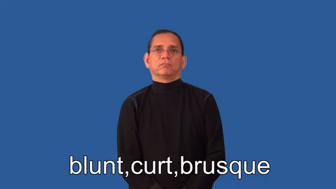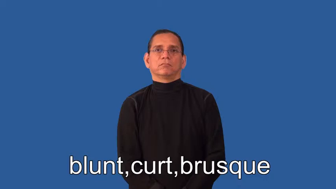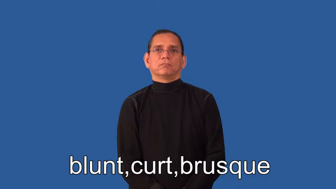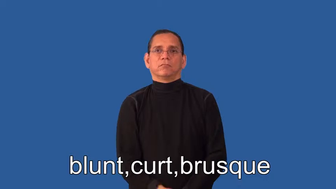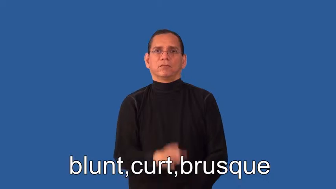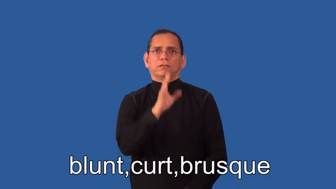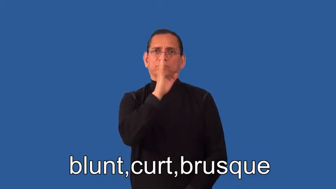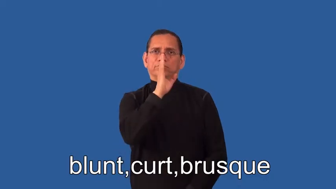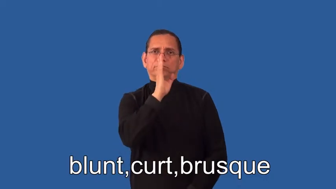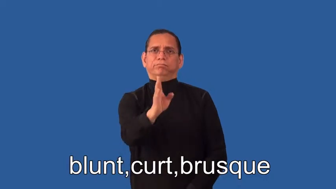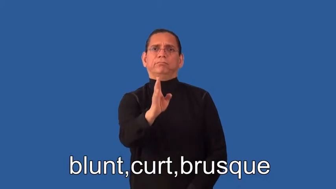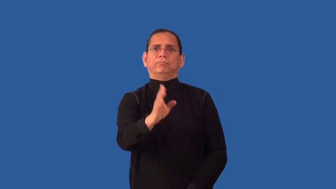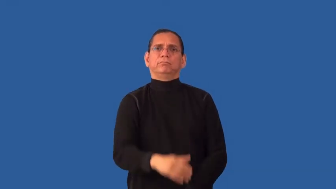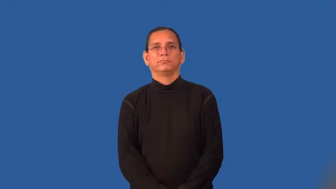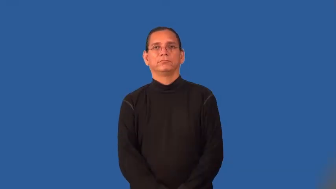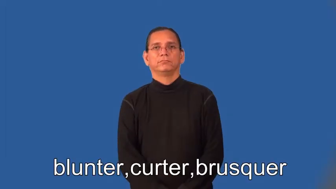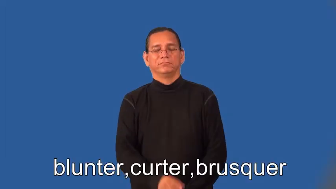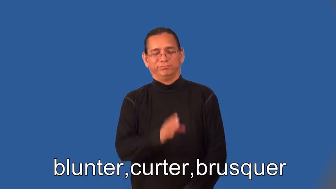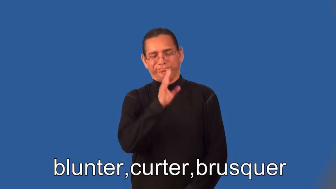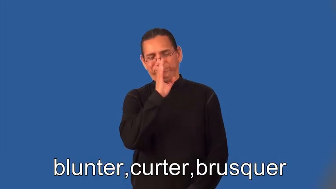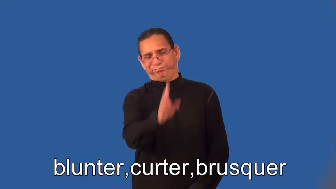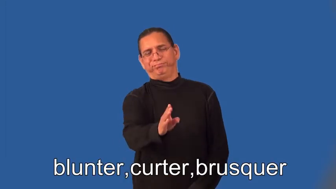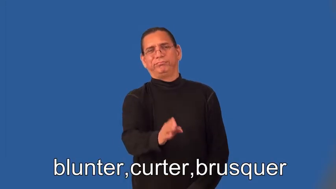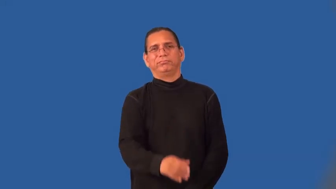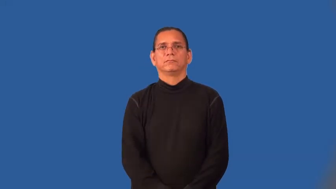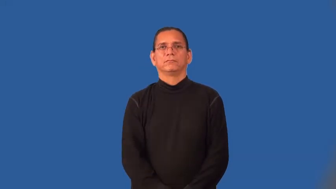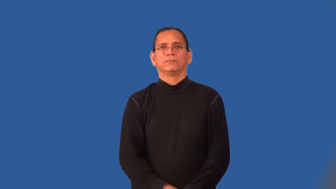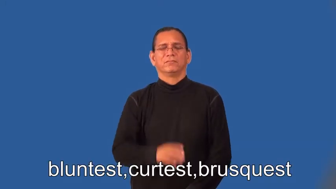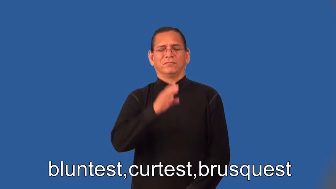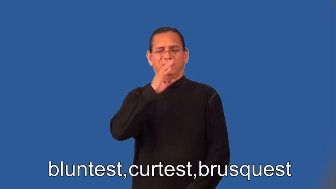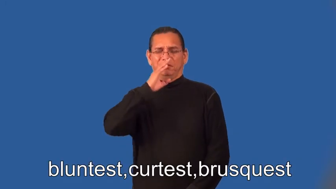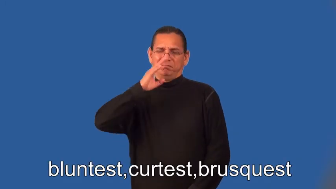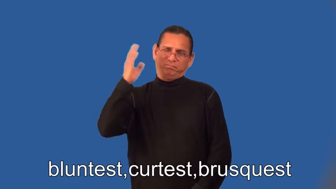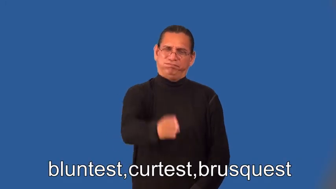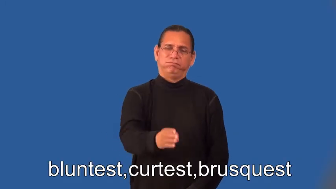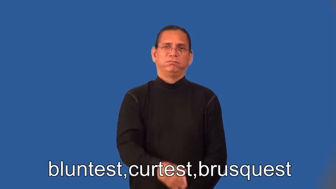blunter,curter,brusquer,bluntest,curtest,brusquest